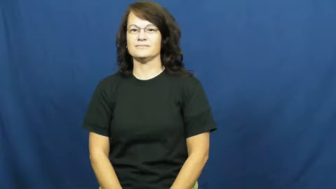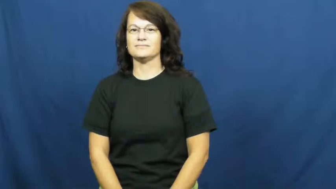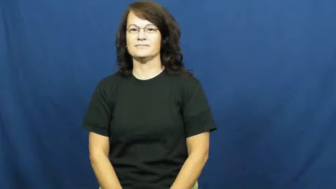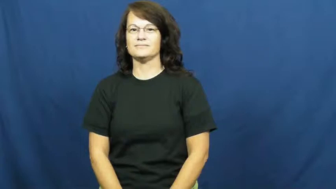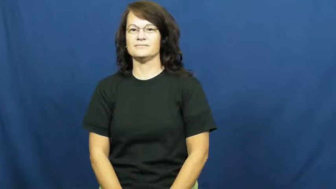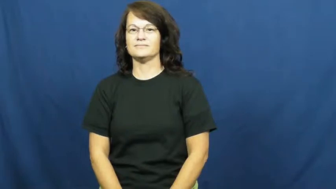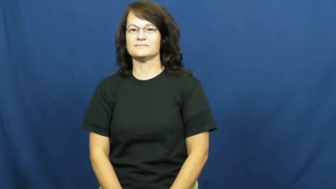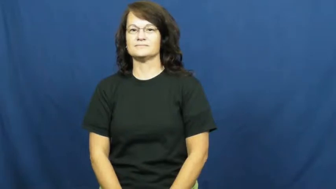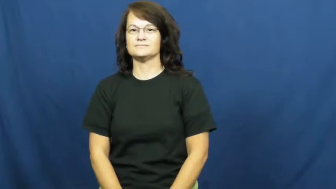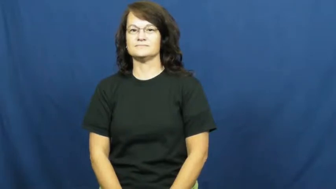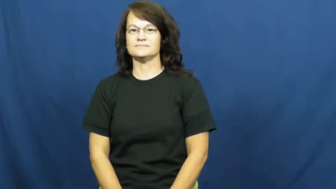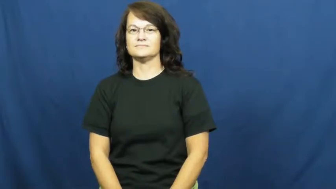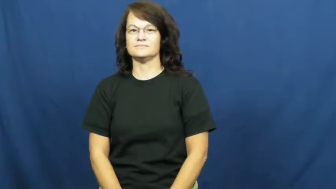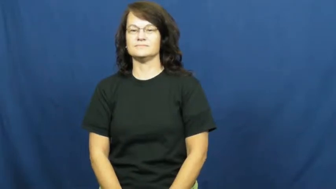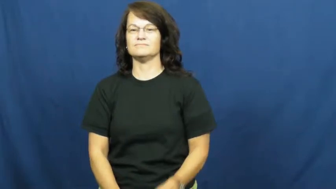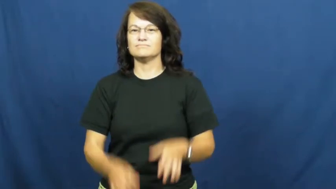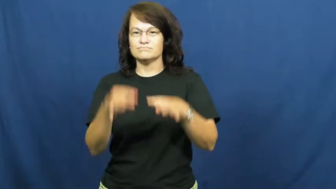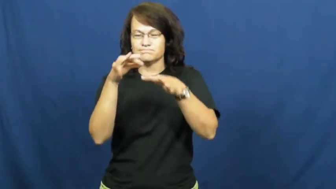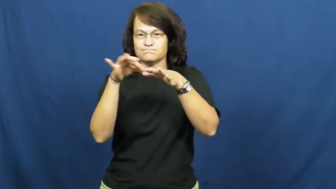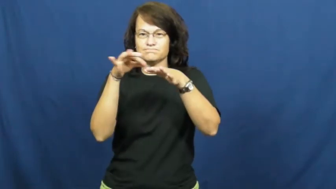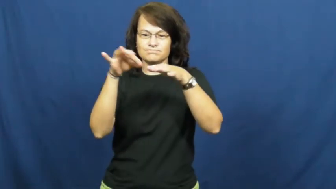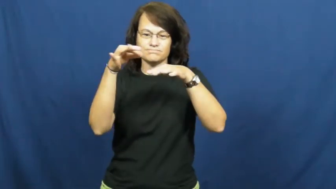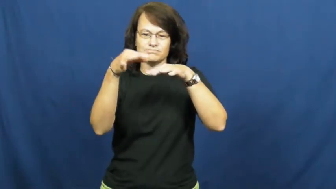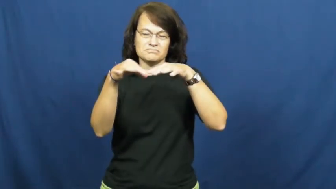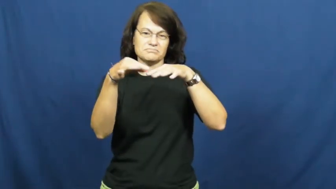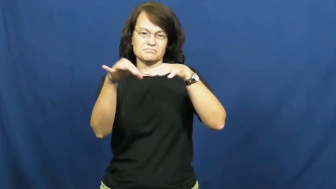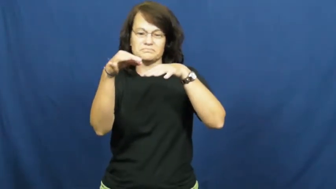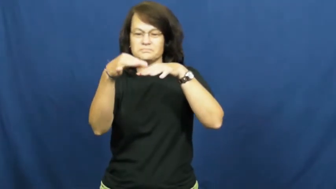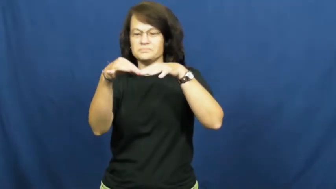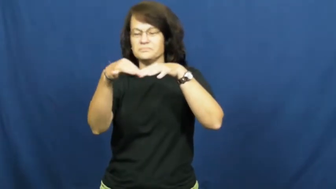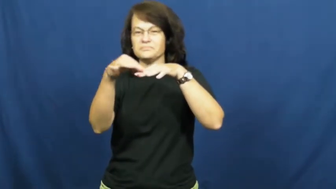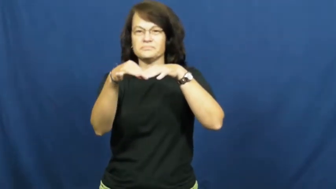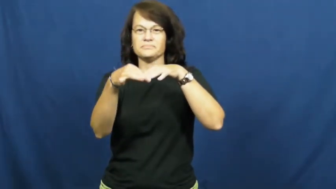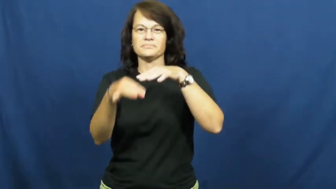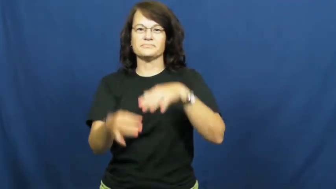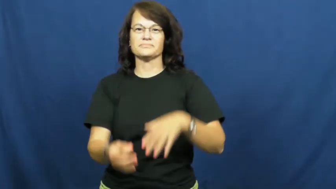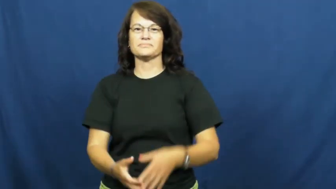nailpolish